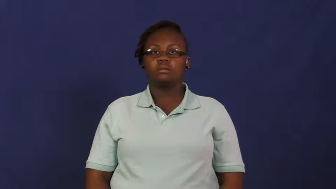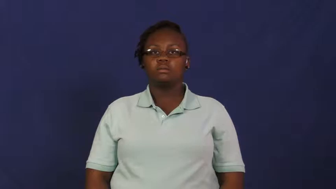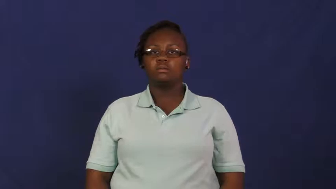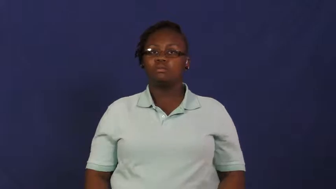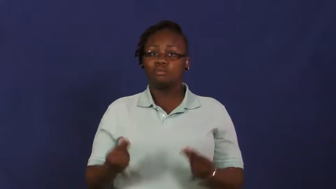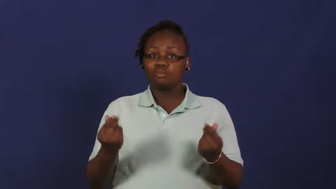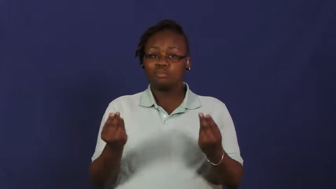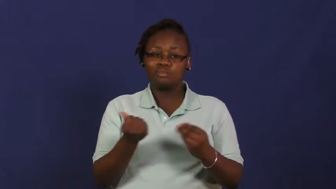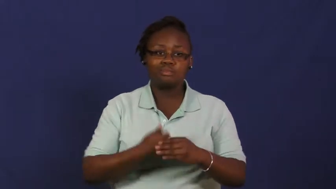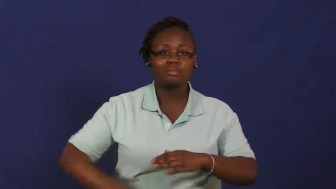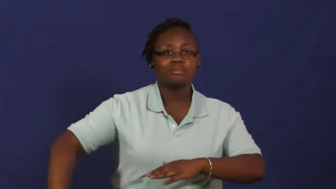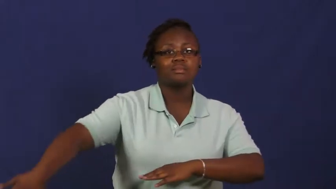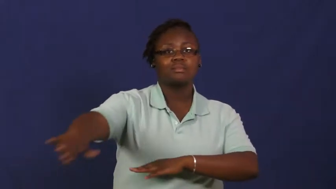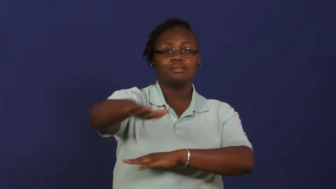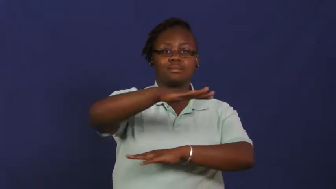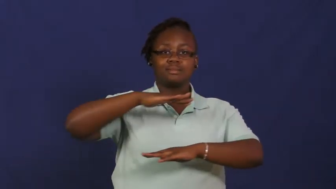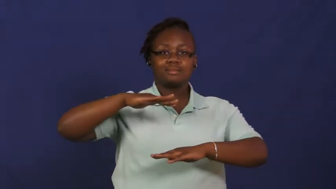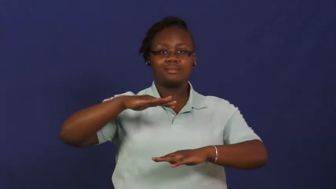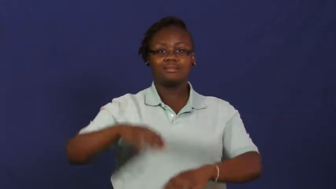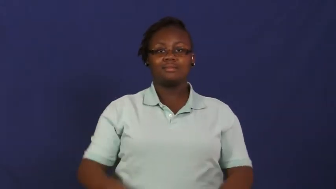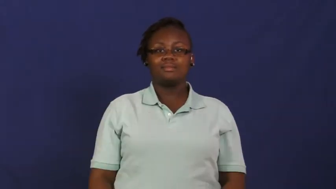realm